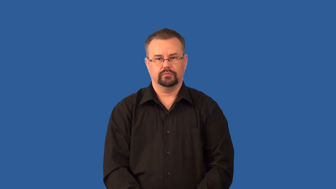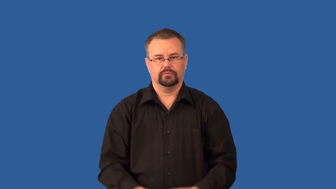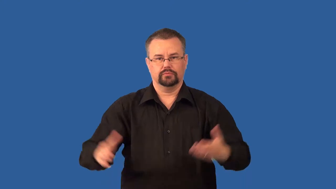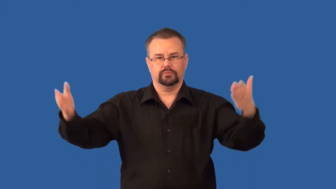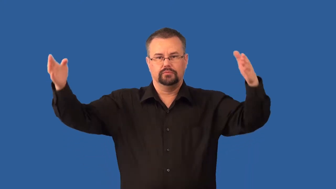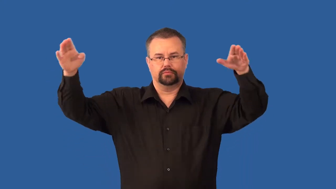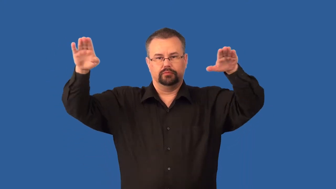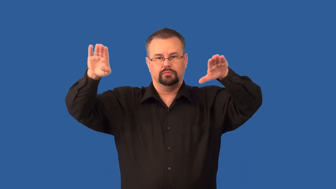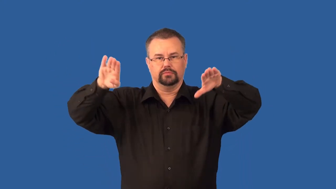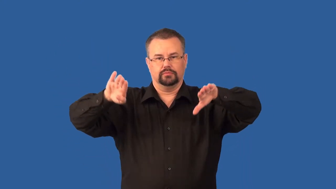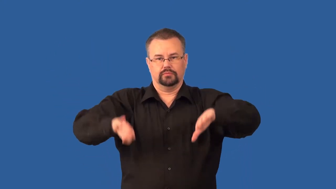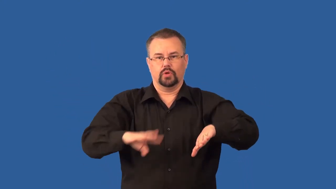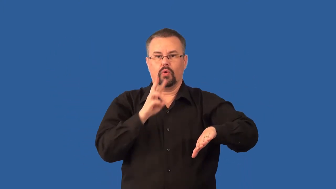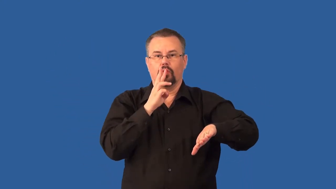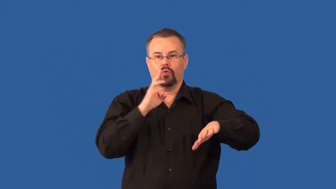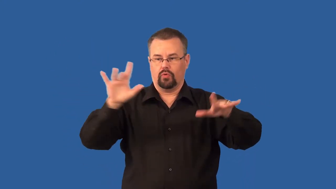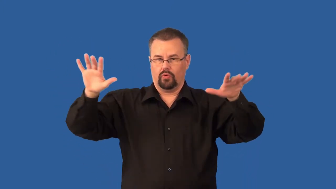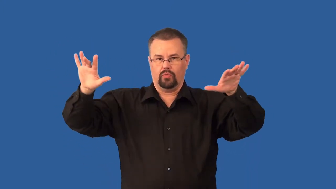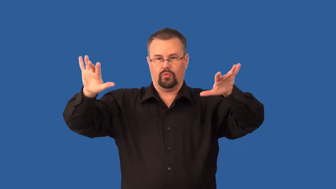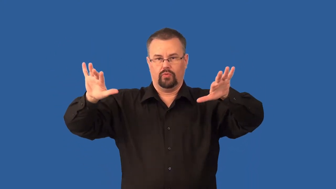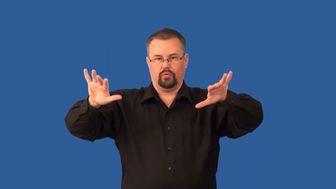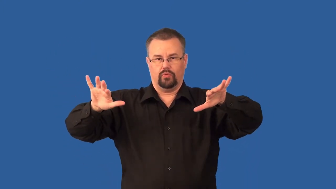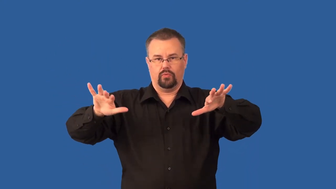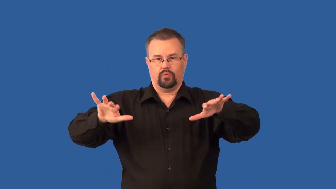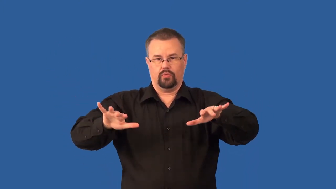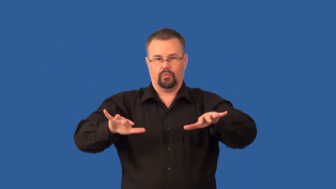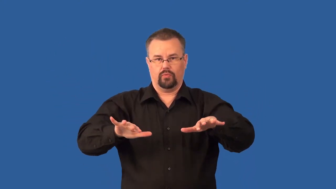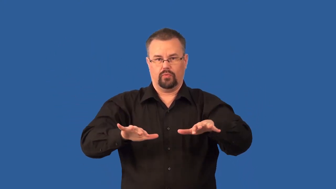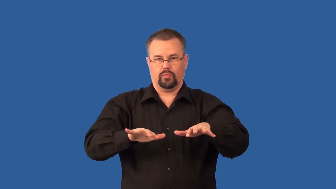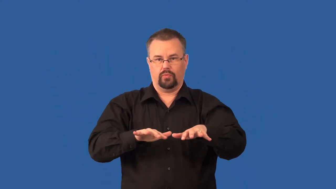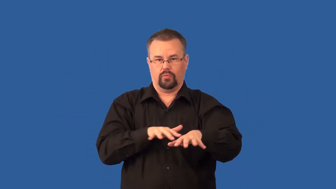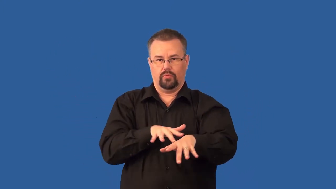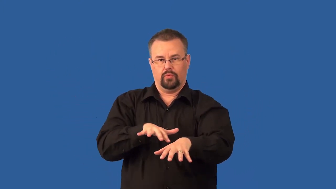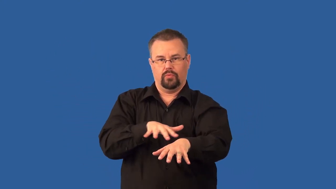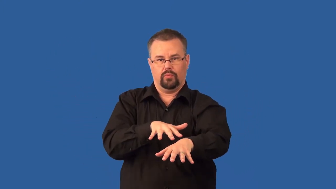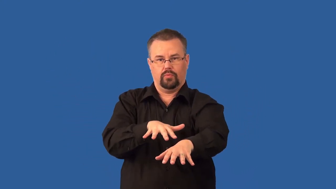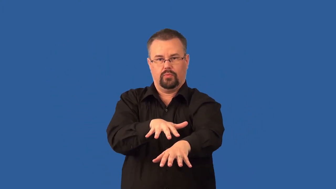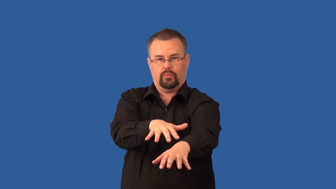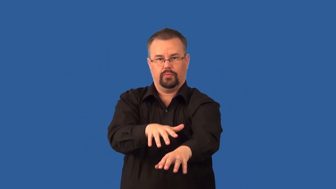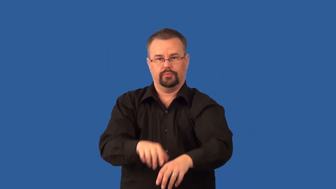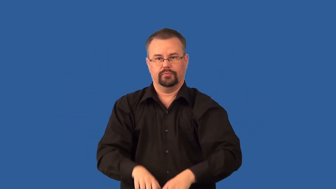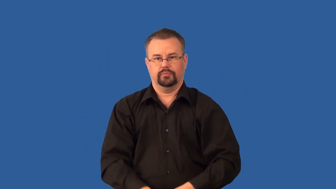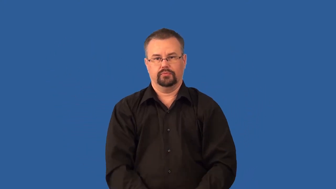watershed